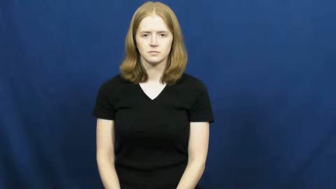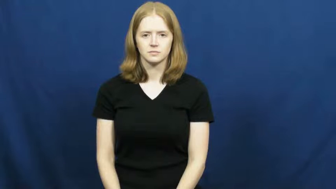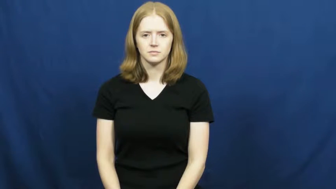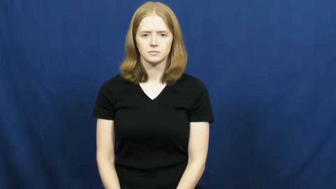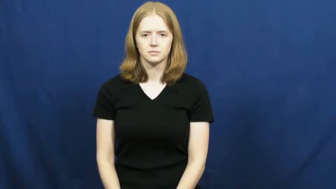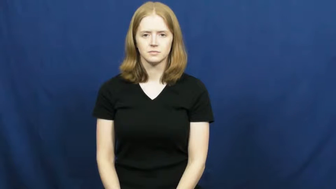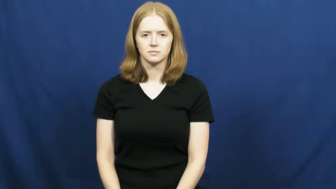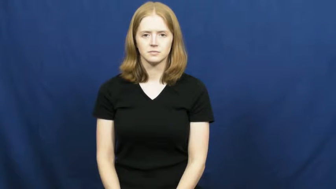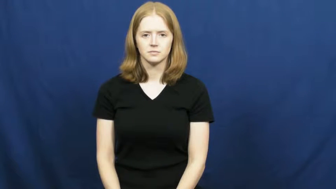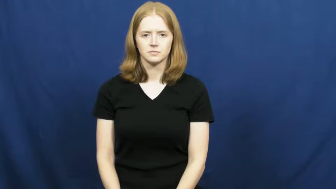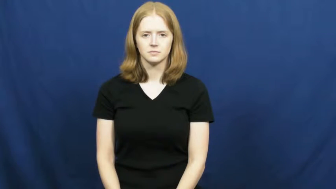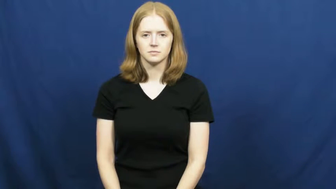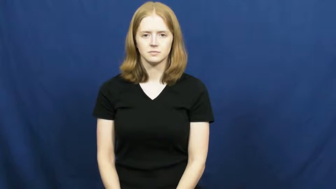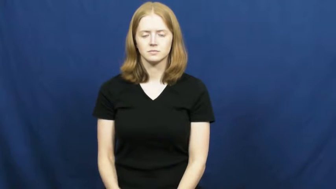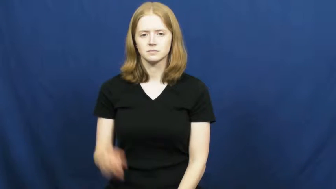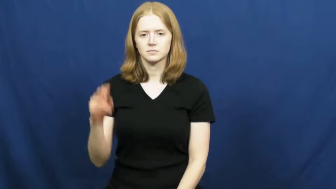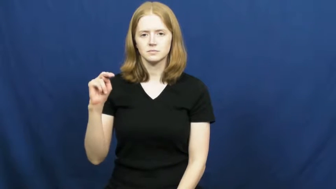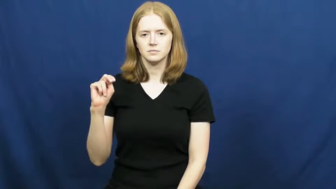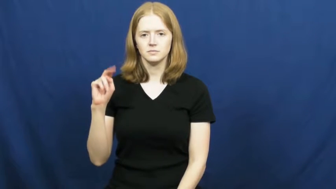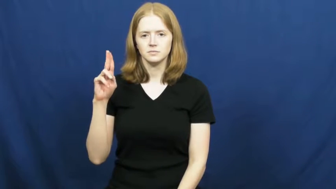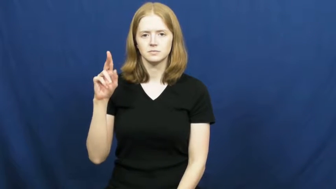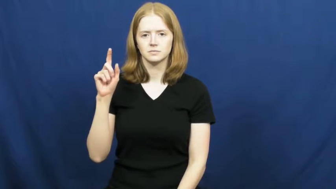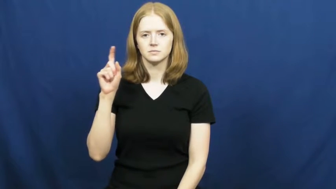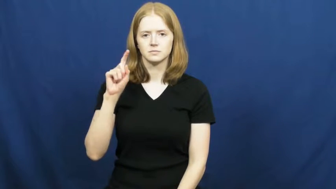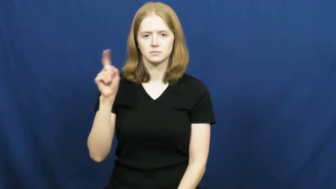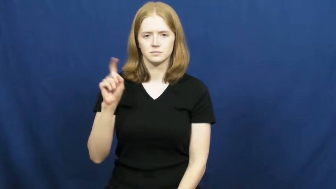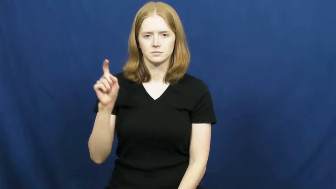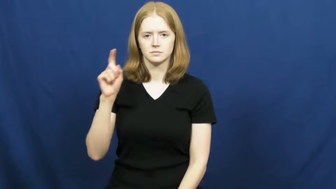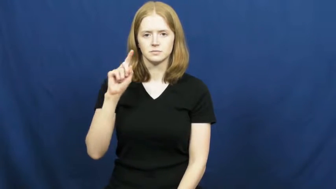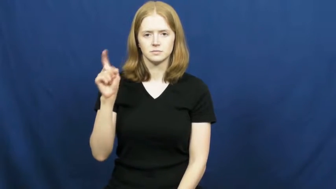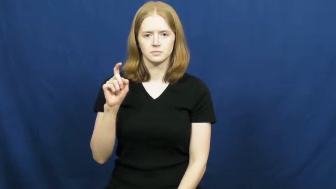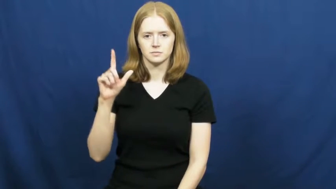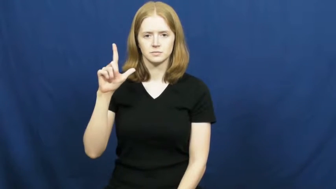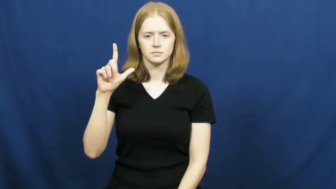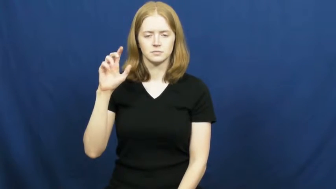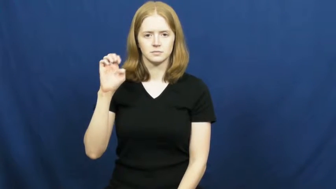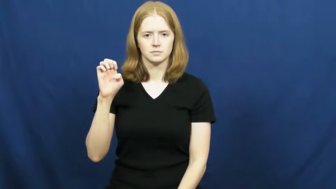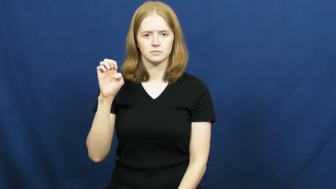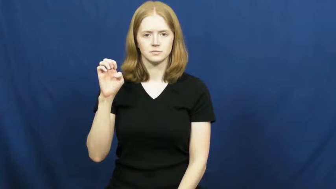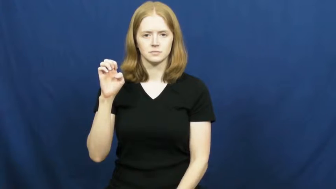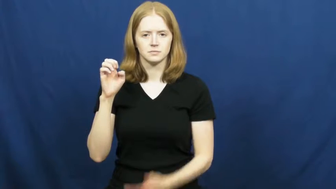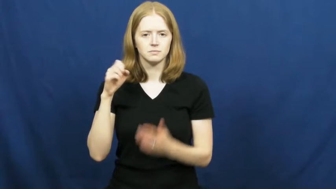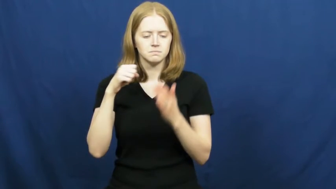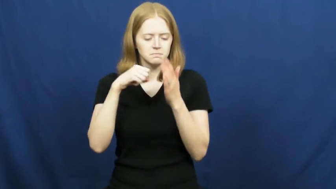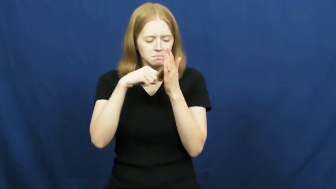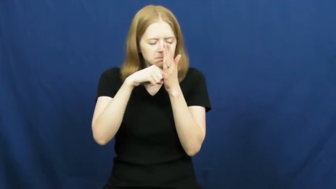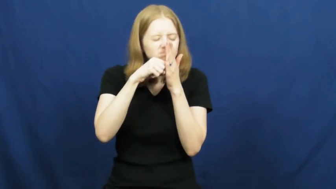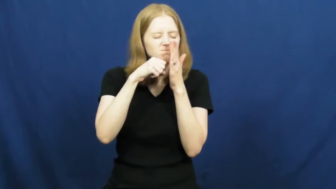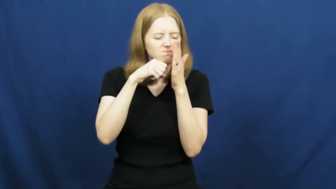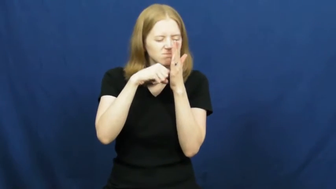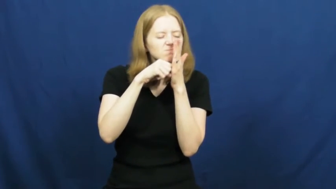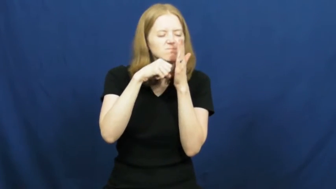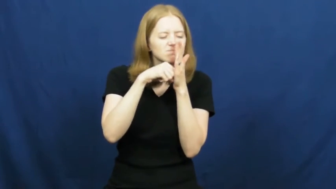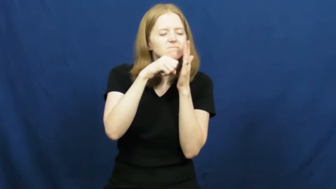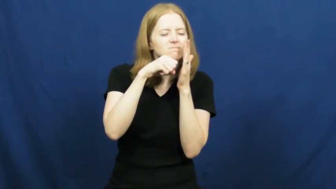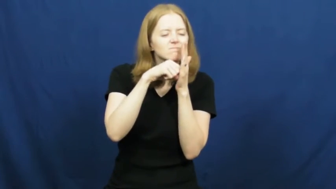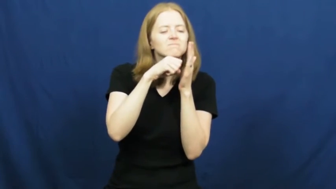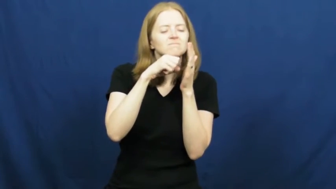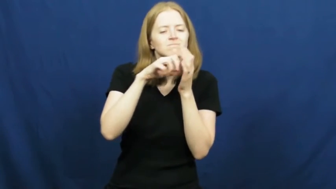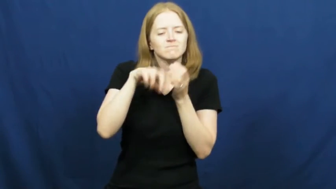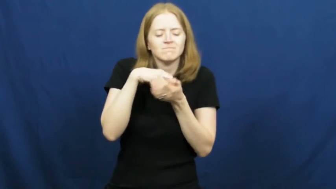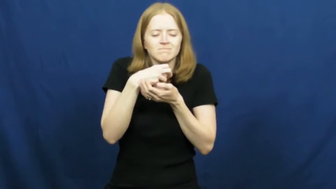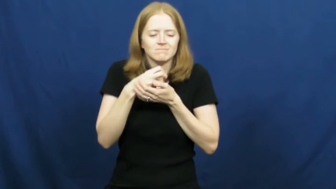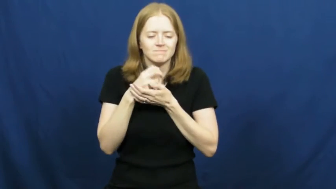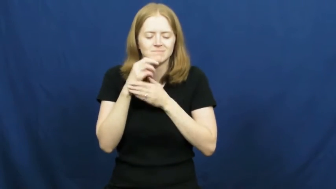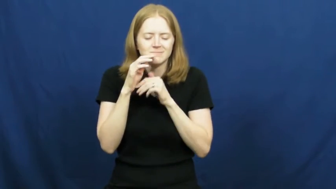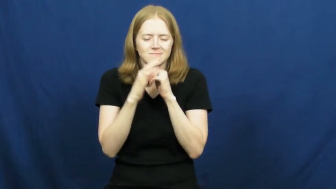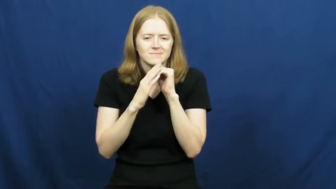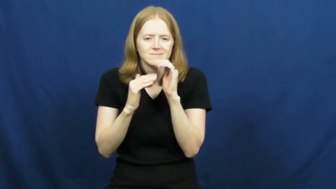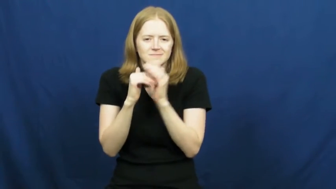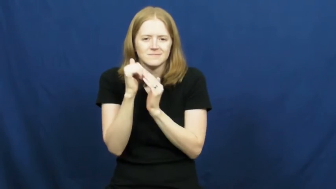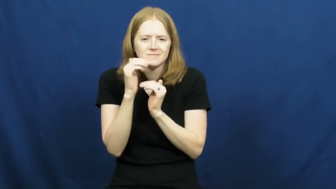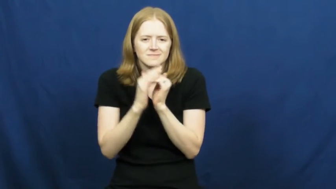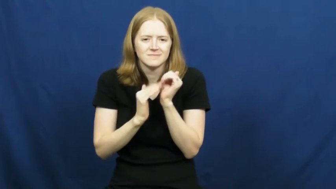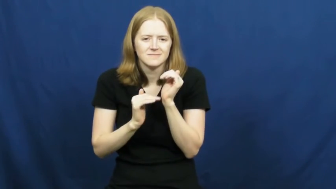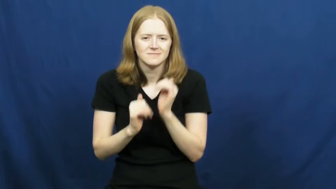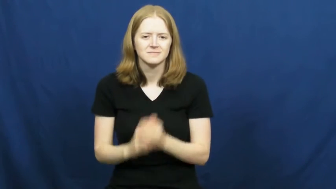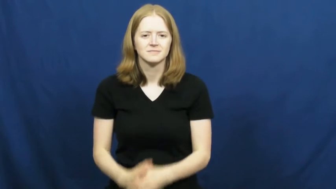nuzzle